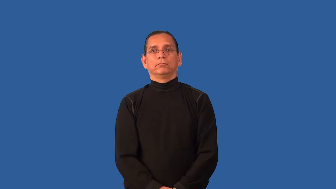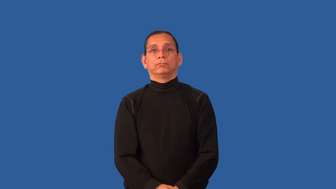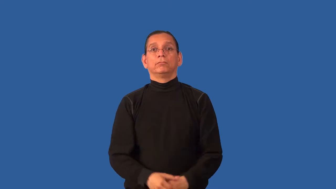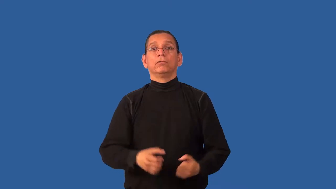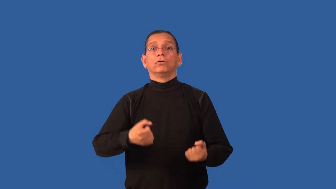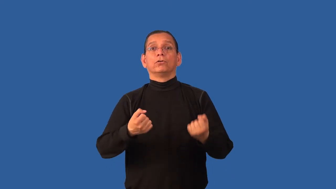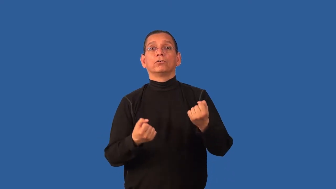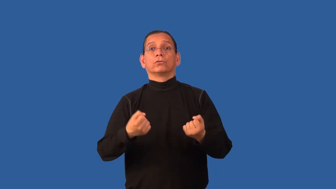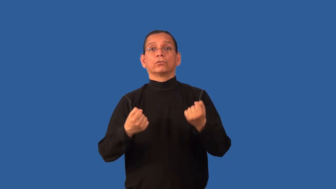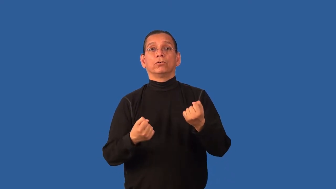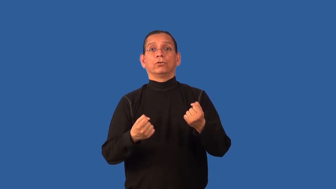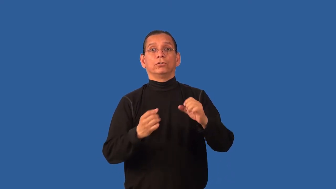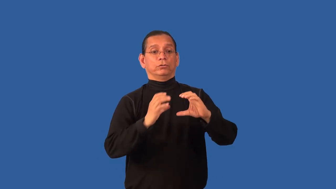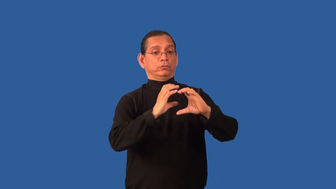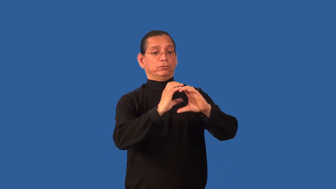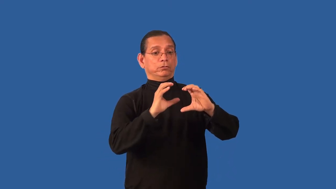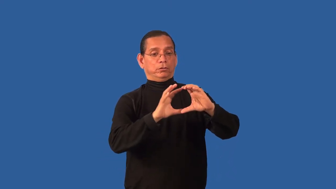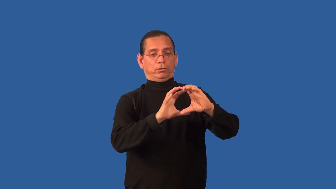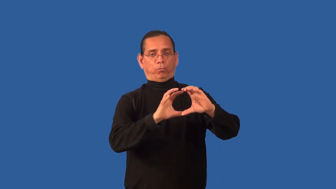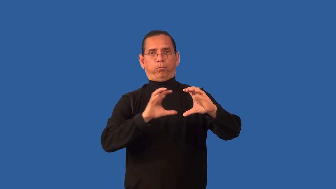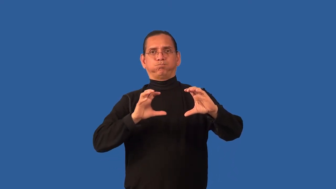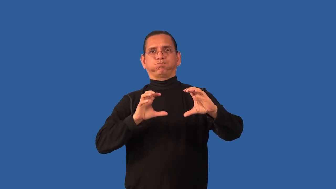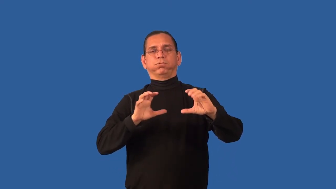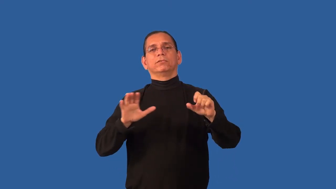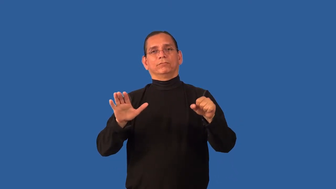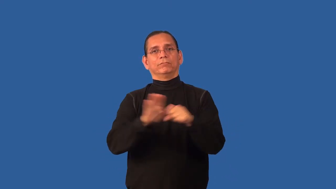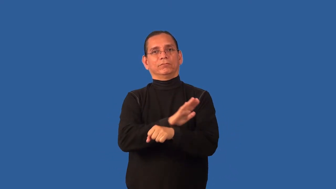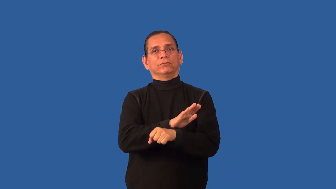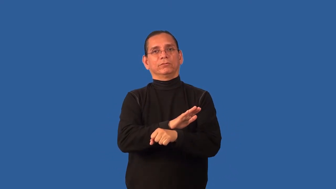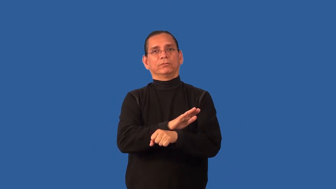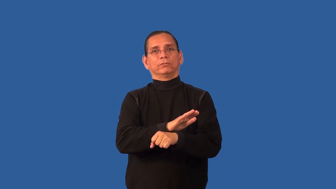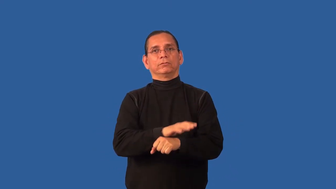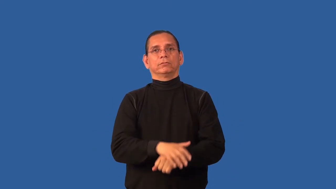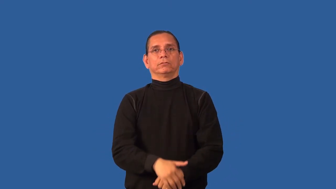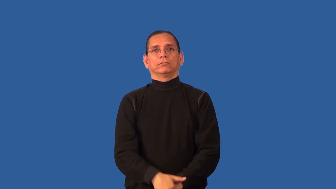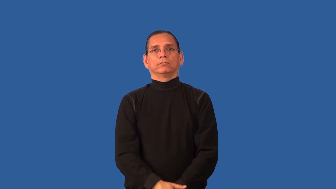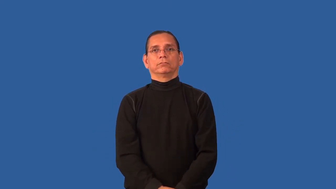carful